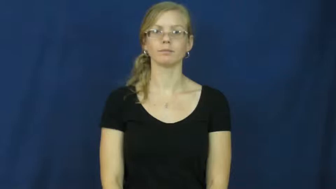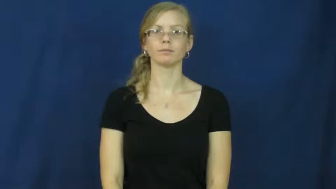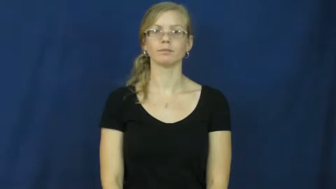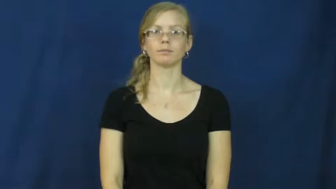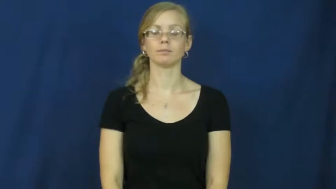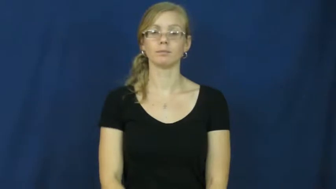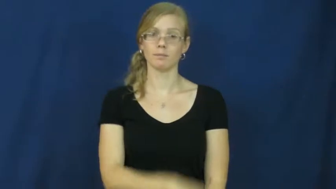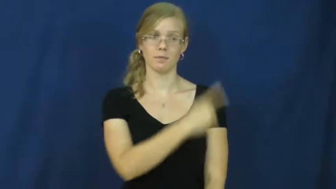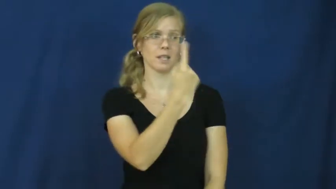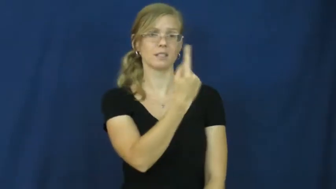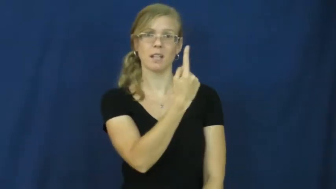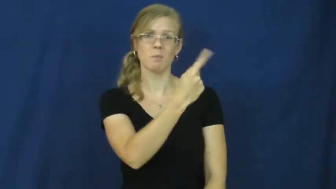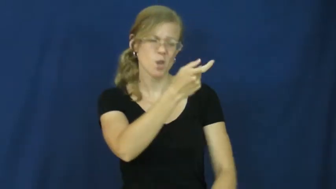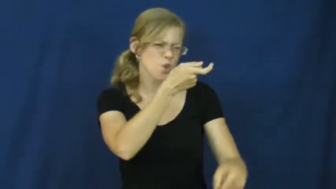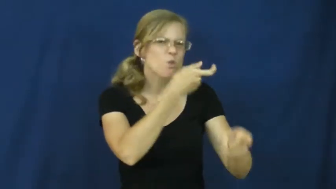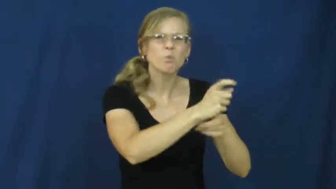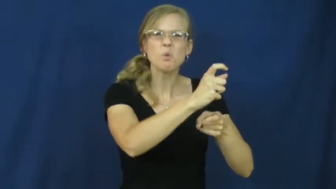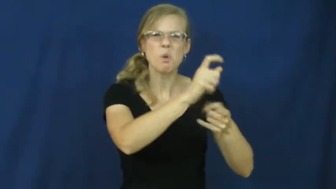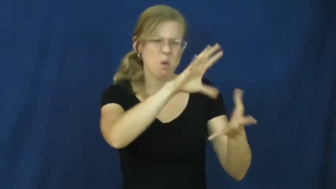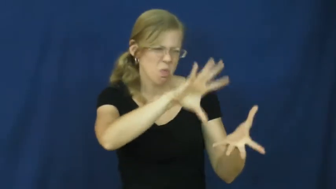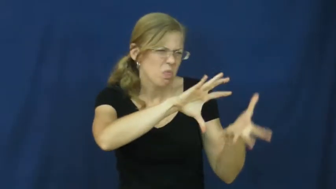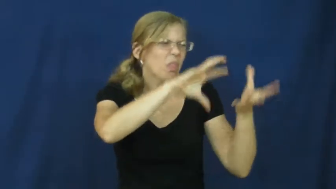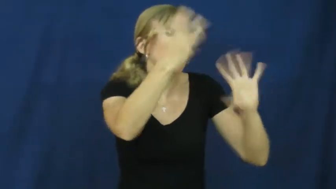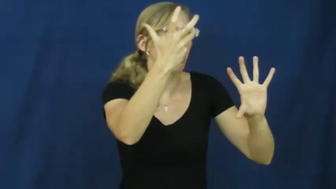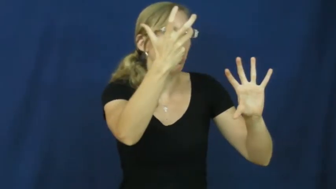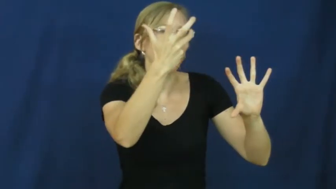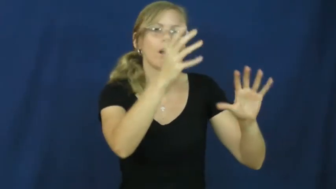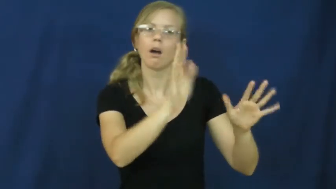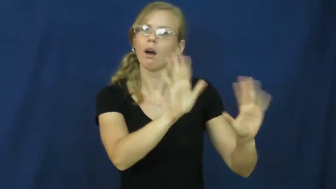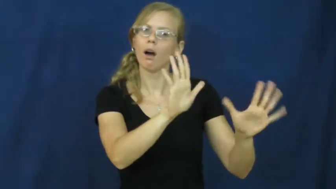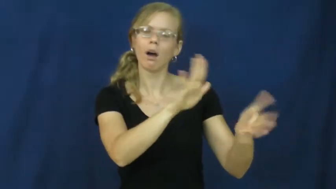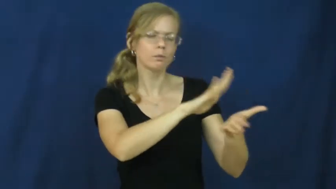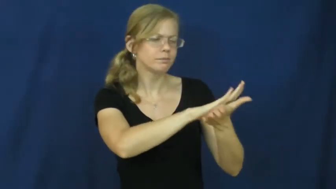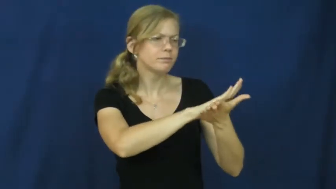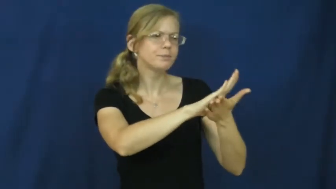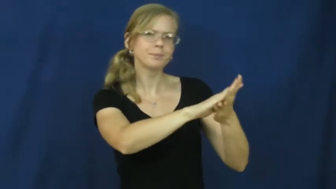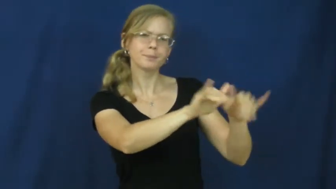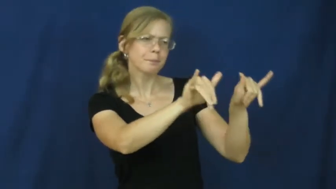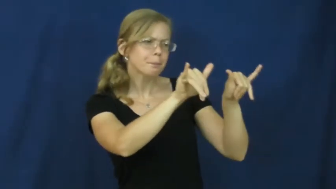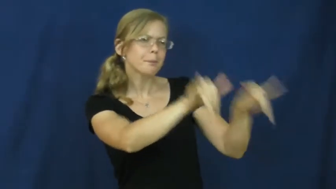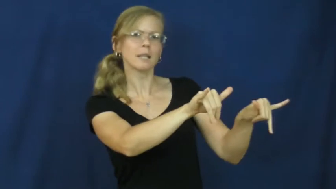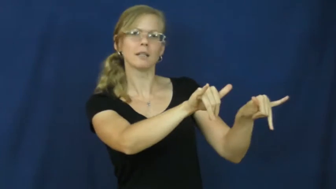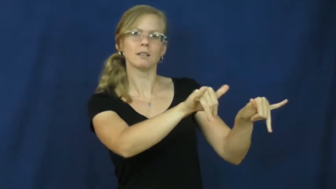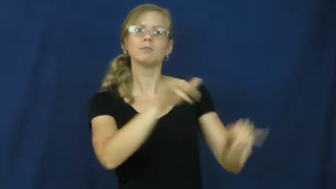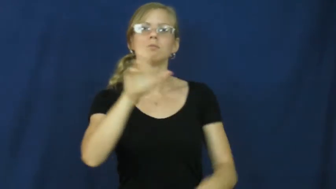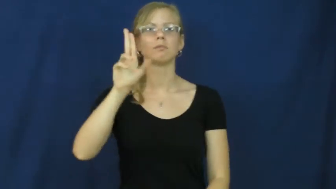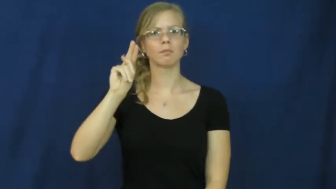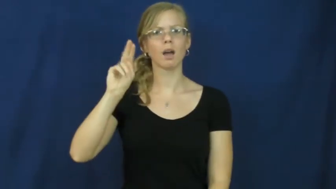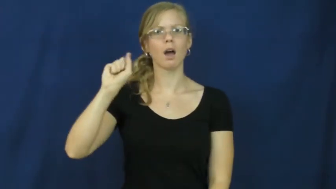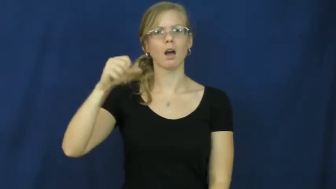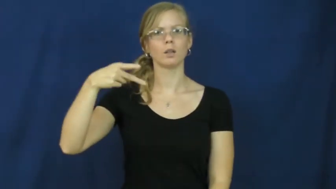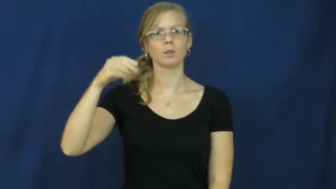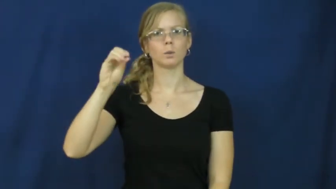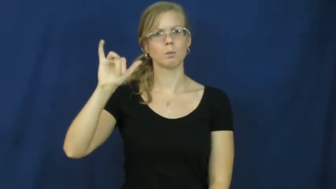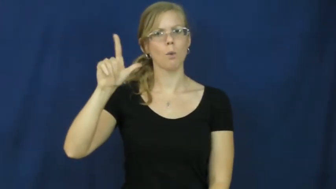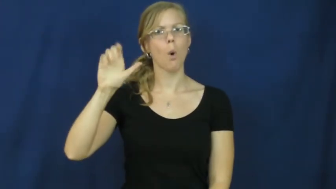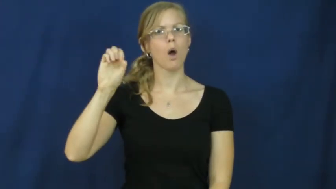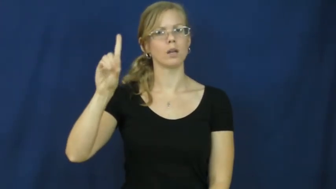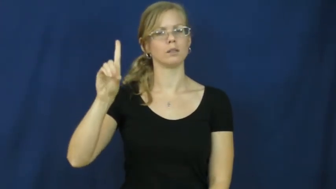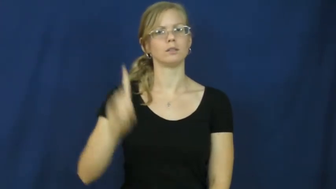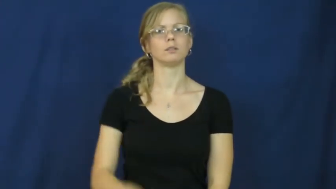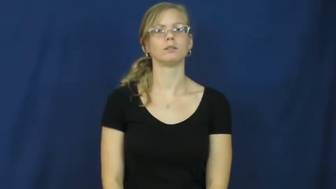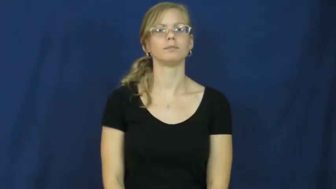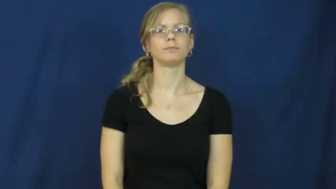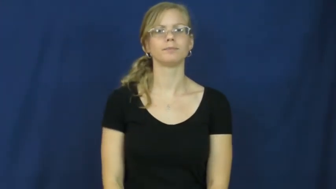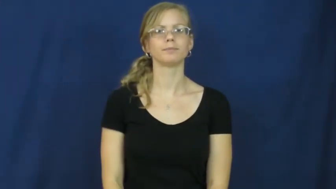unspoiled